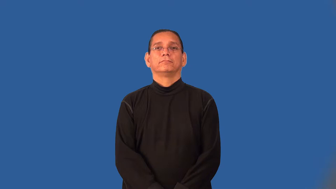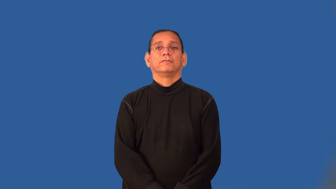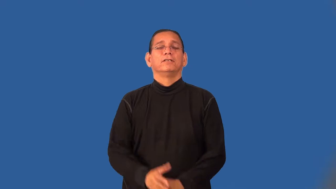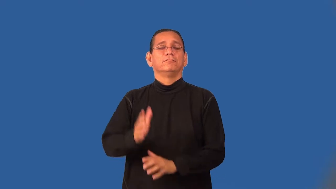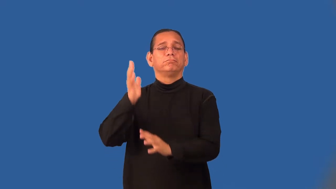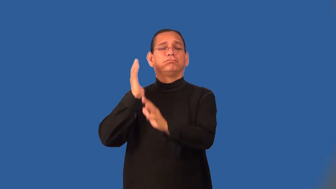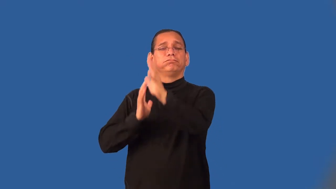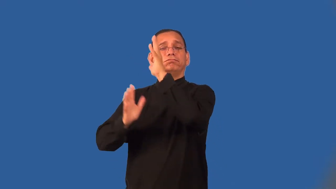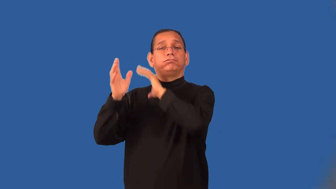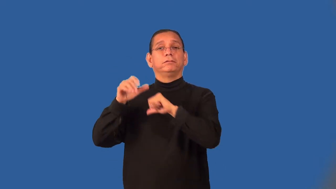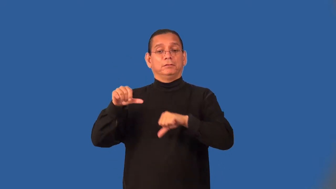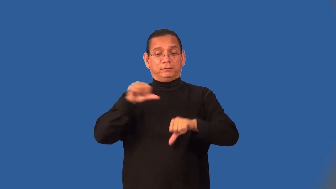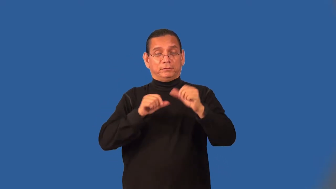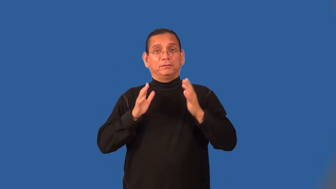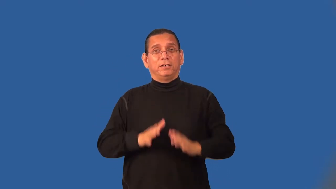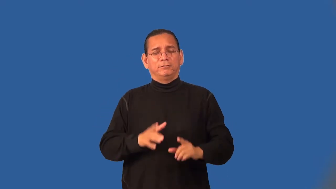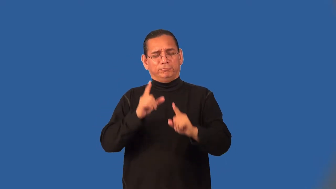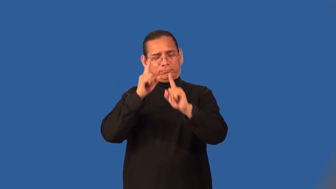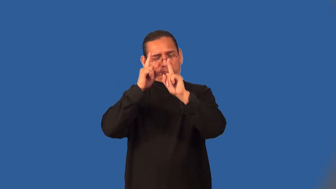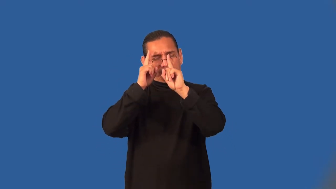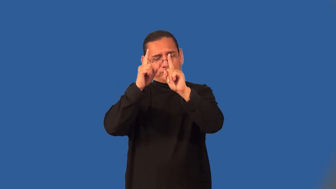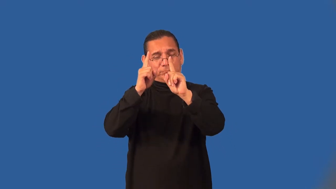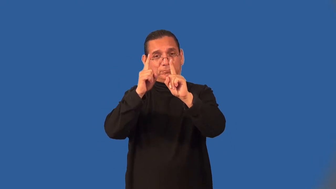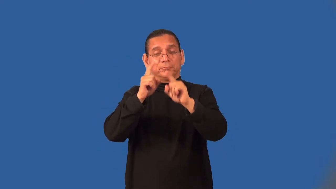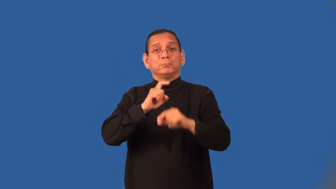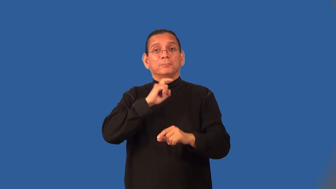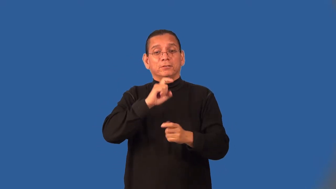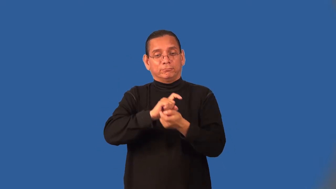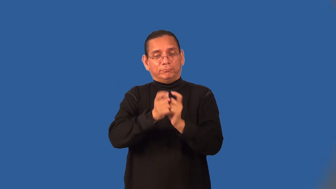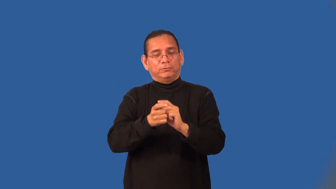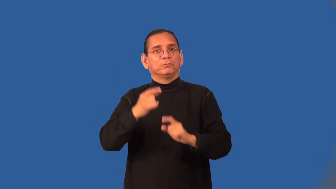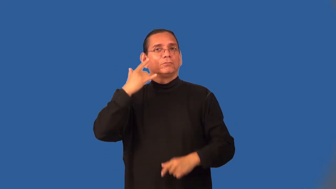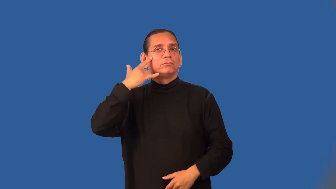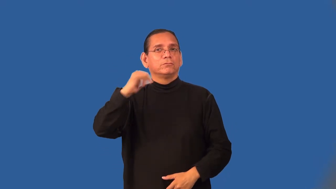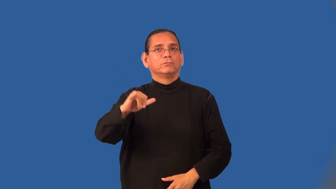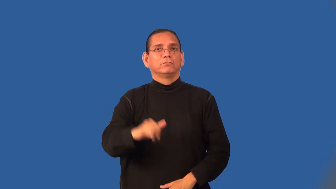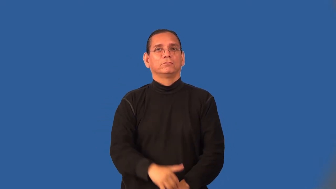alchemist